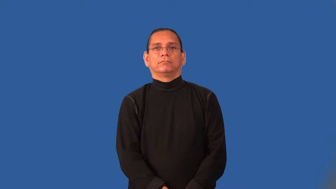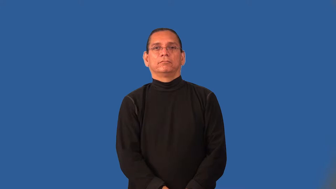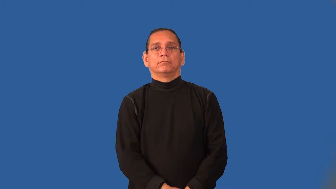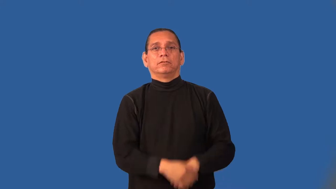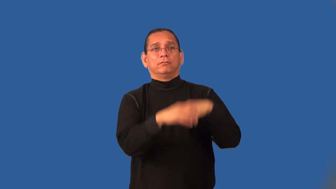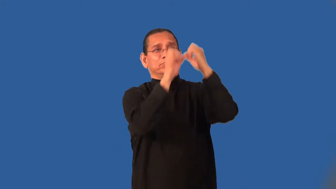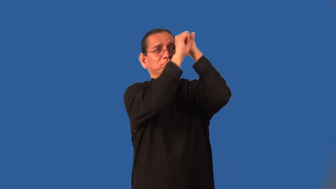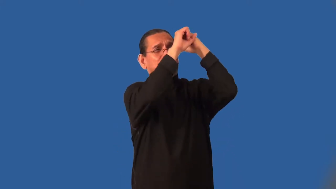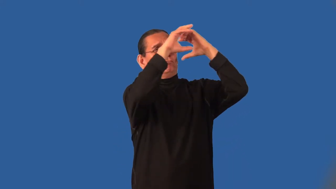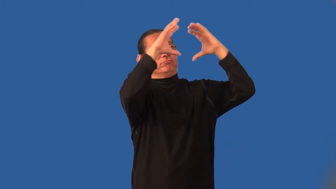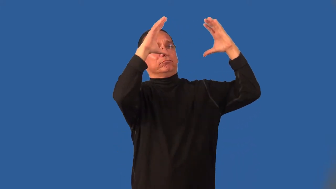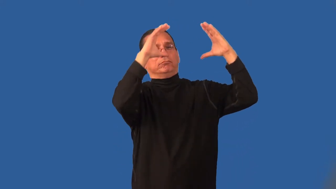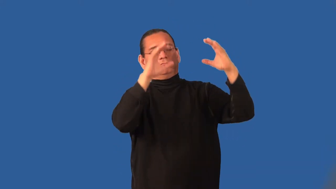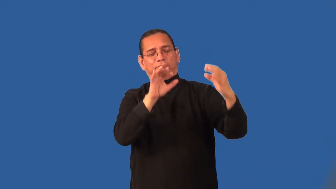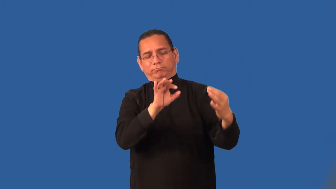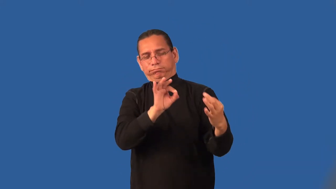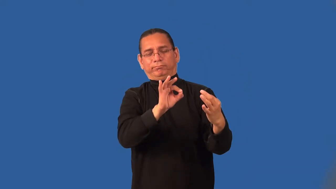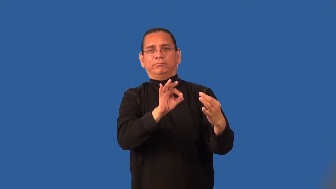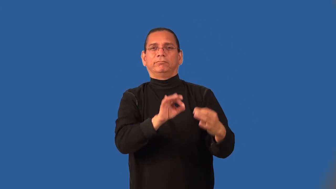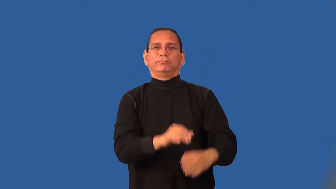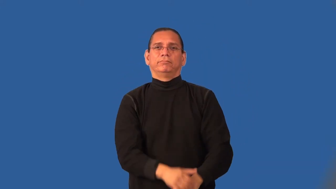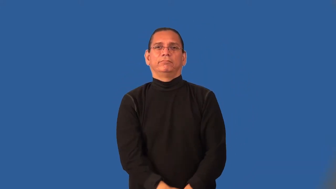idealize